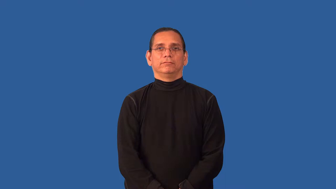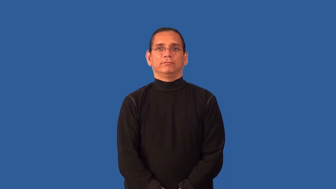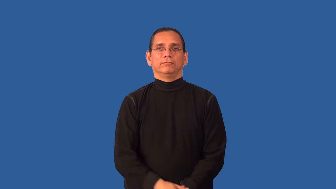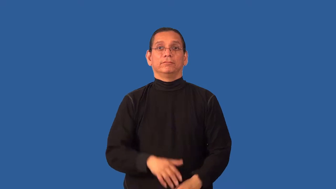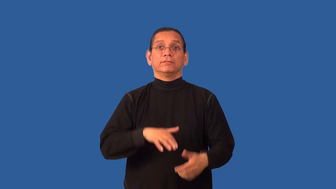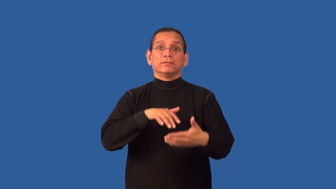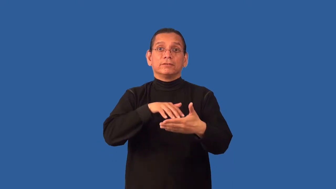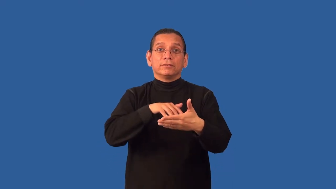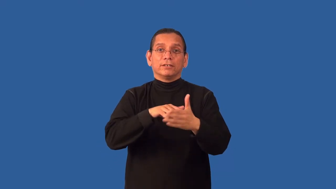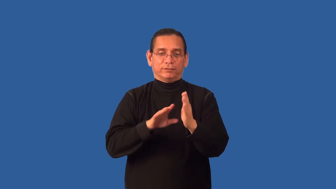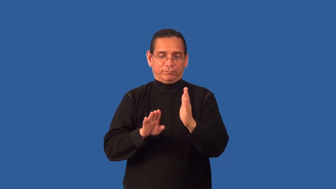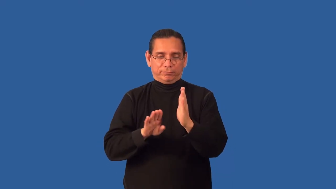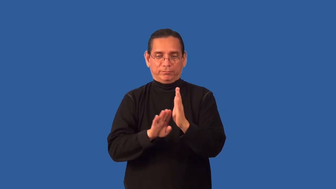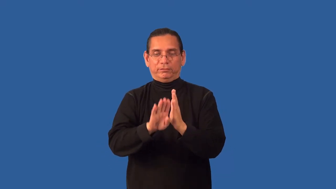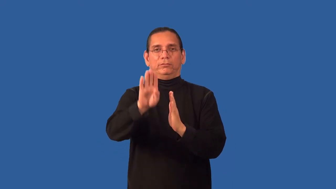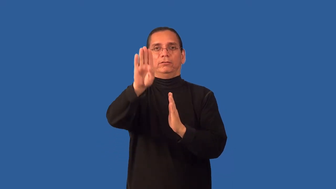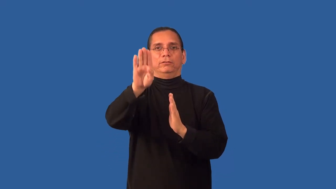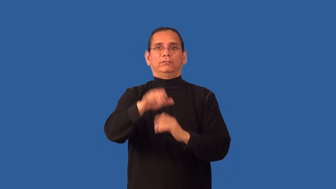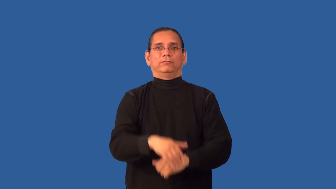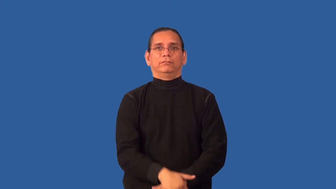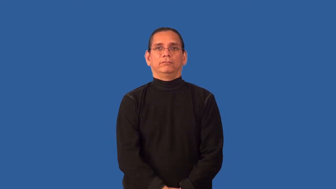bacteriology